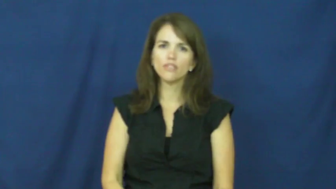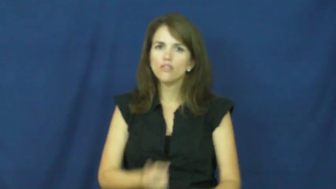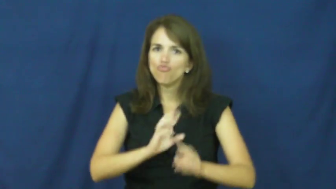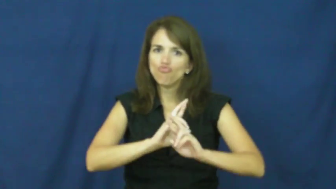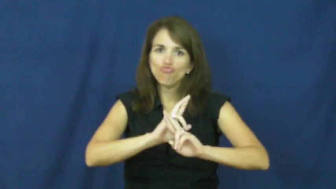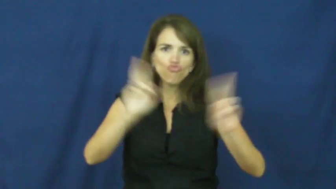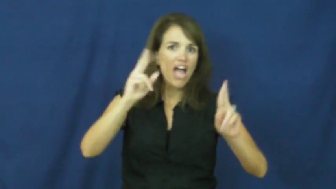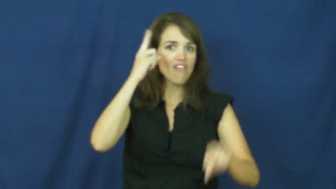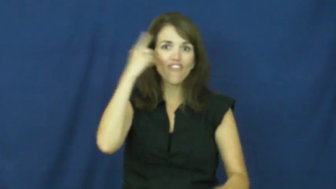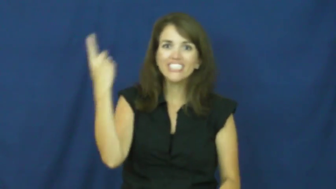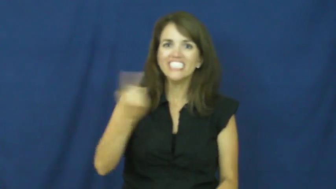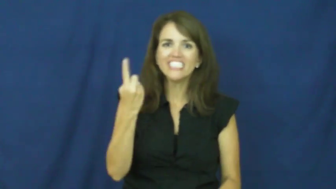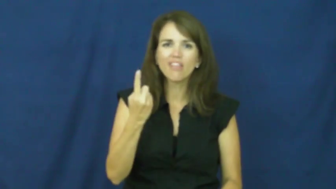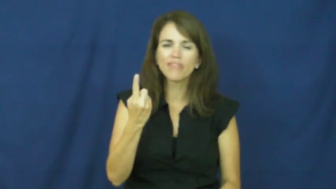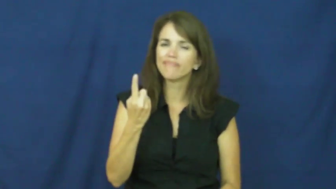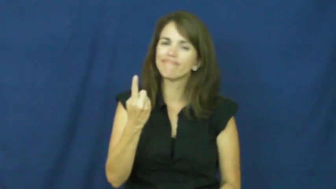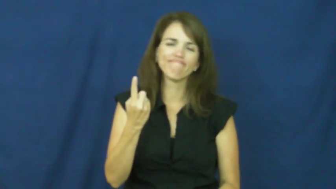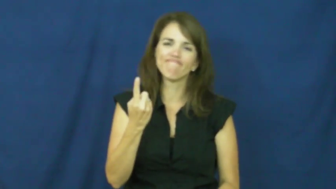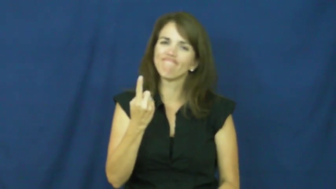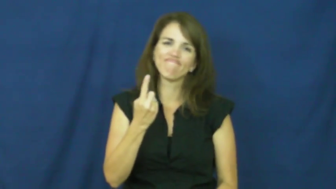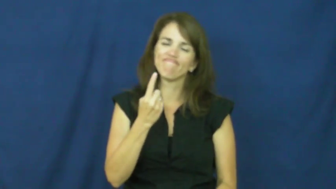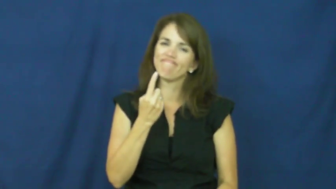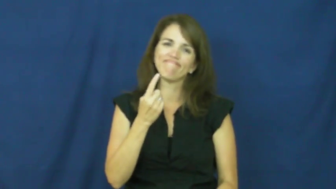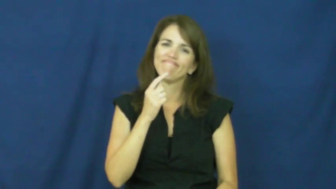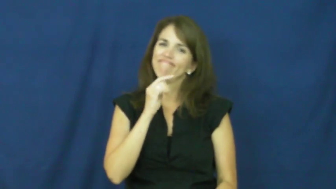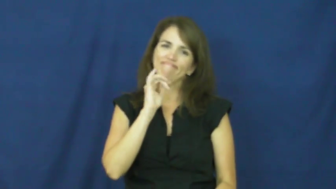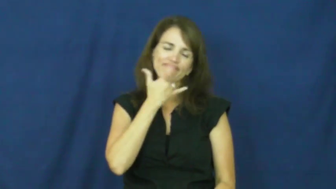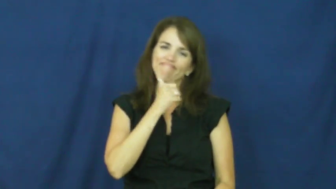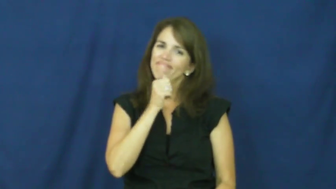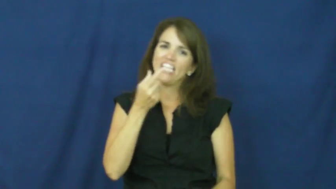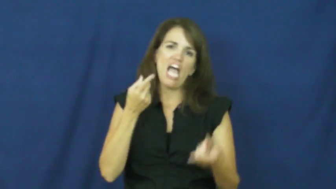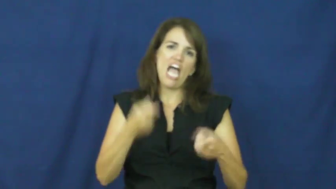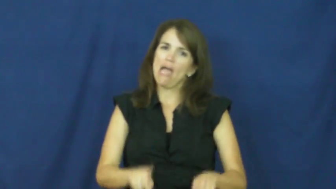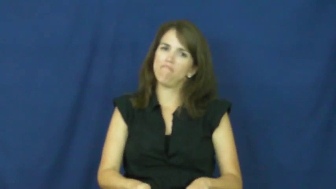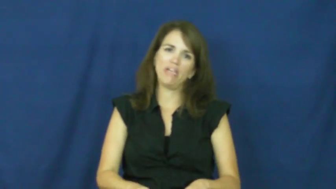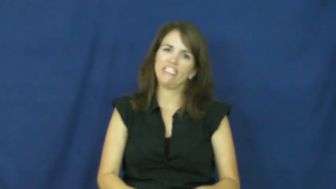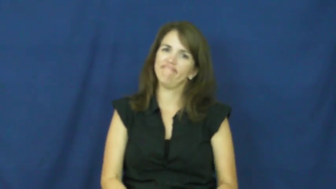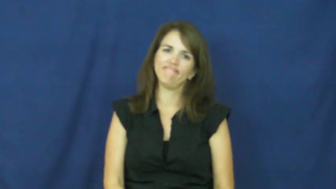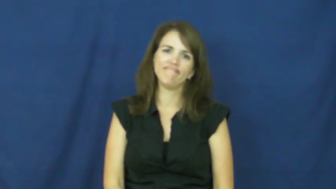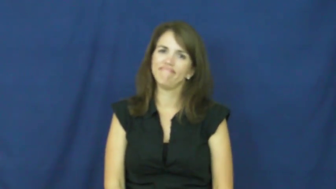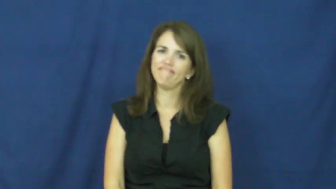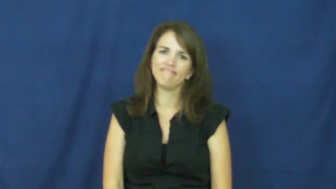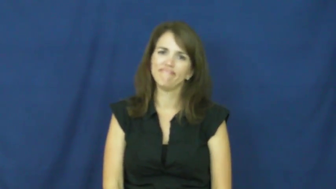"all dressed up and nowhere to go", " all dressed up and no place to go"